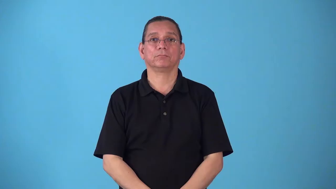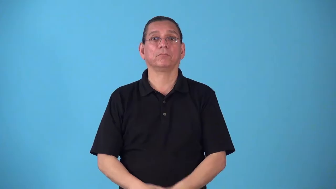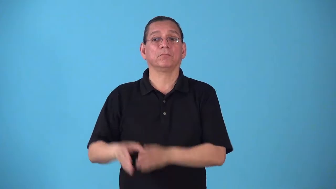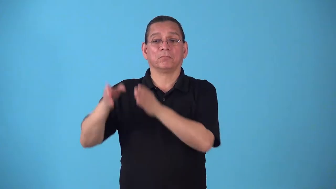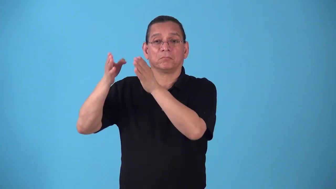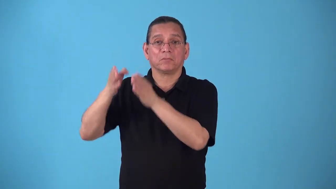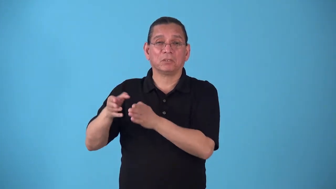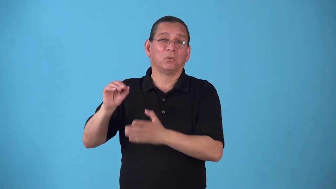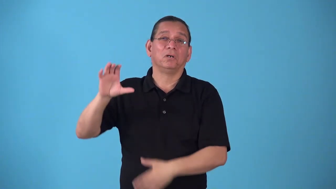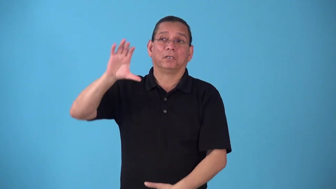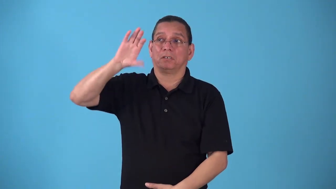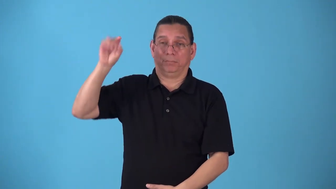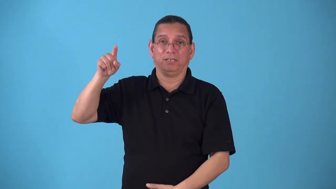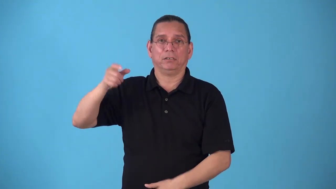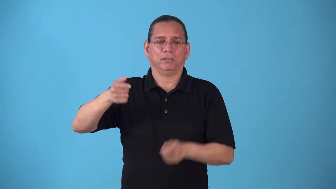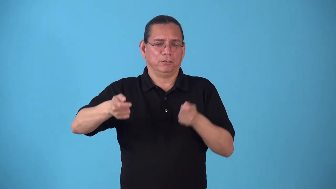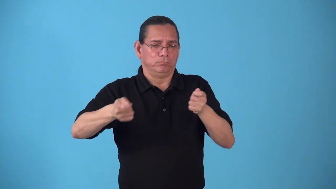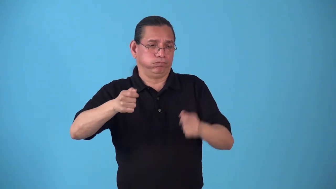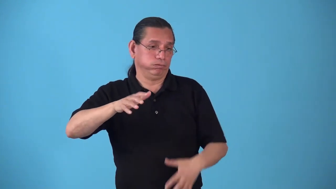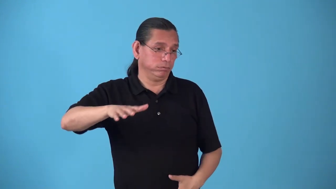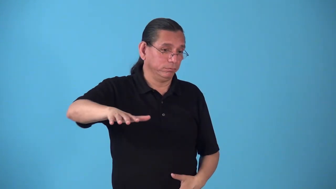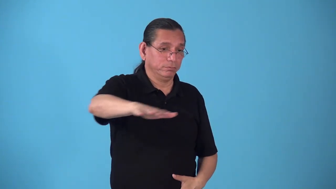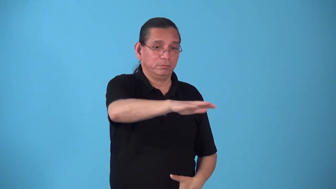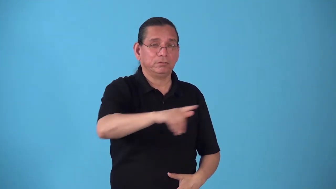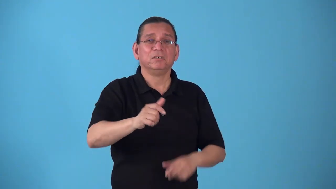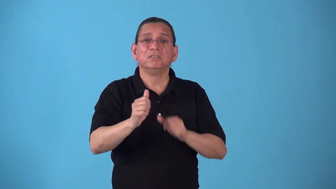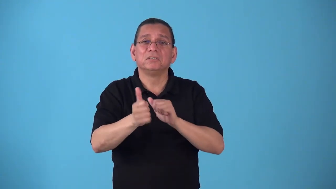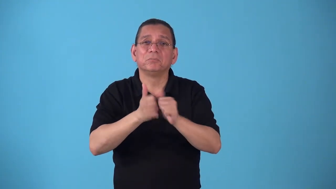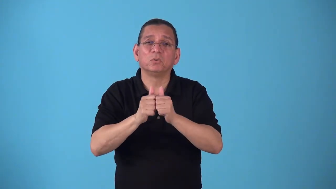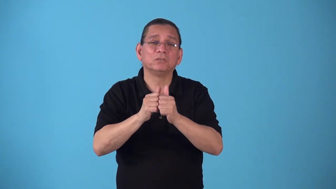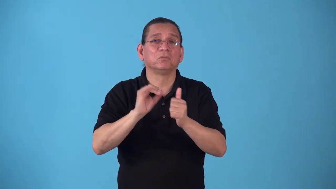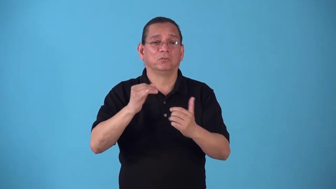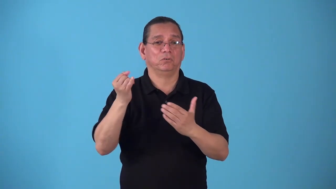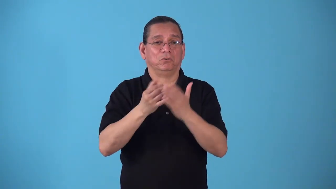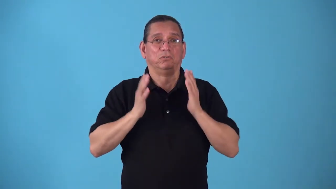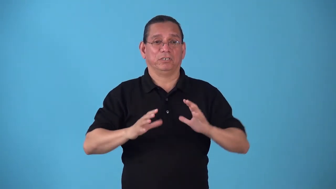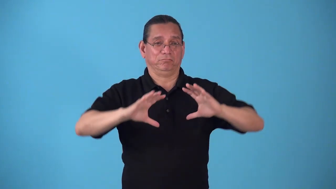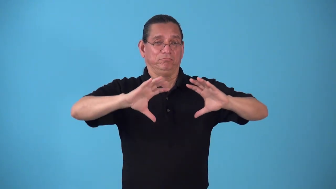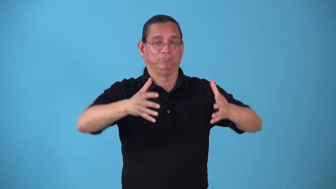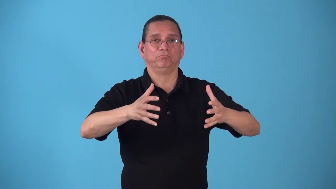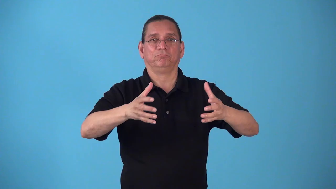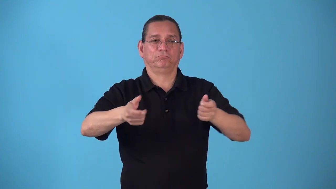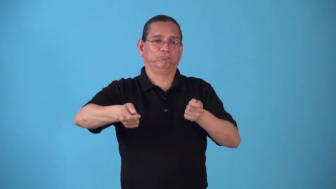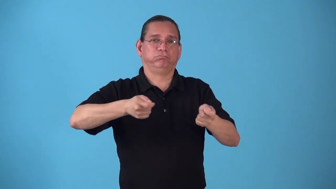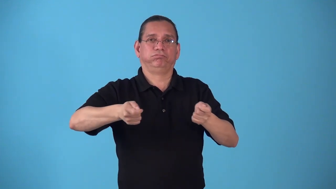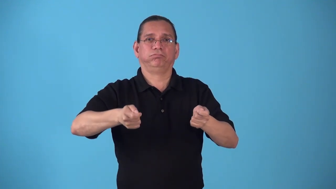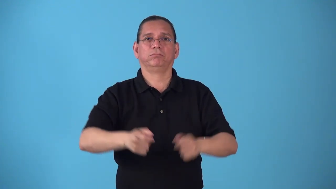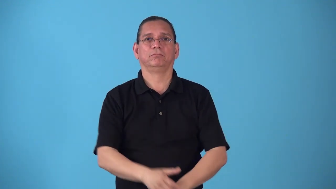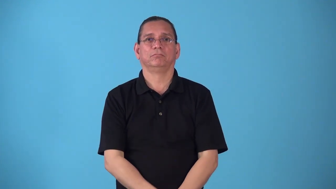stablemate-people